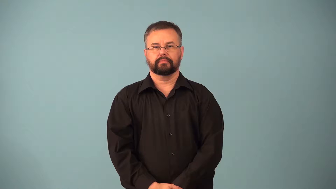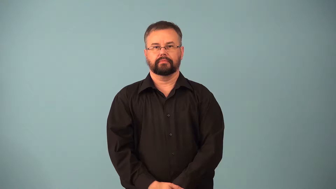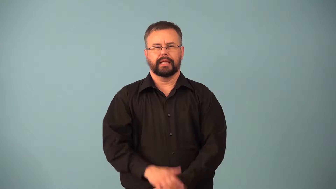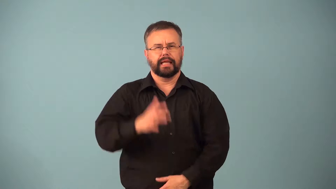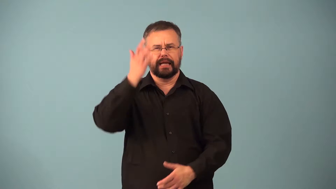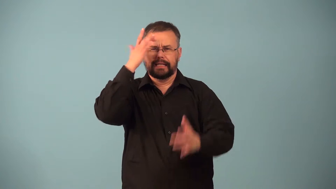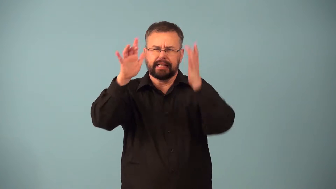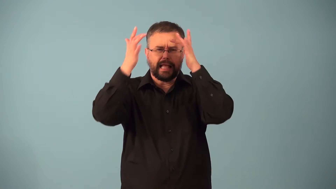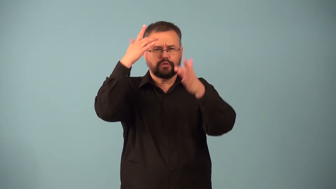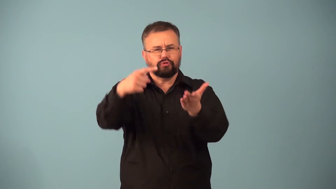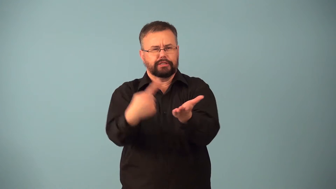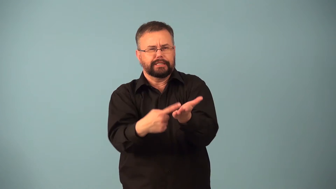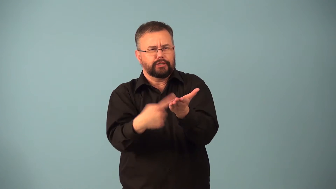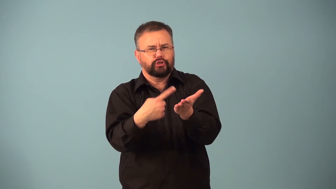dialectic